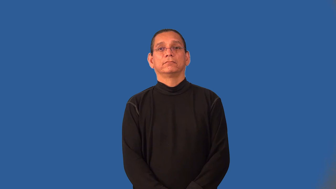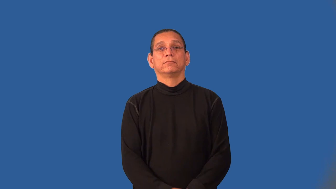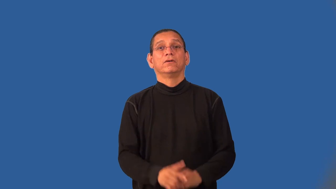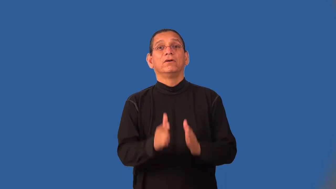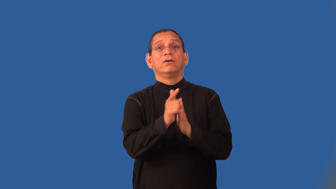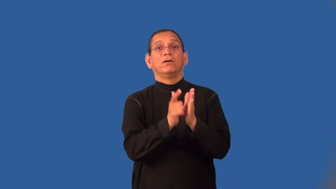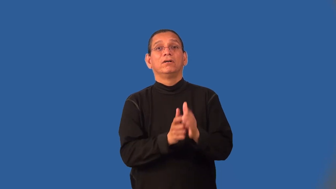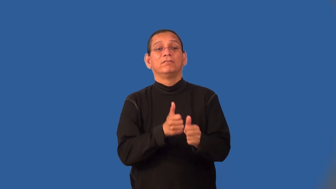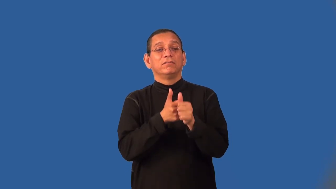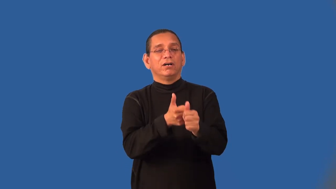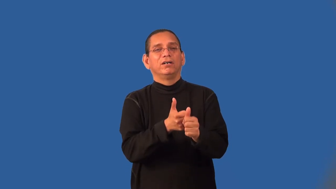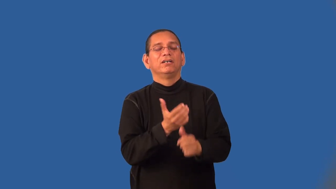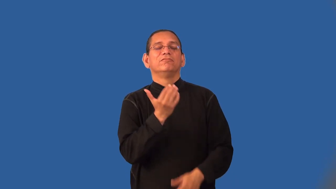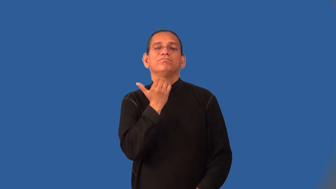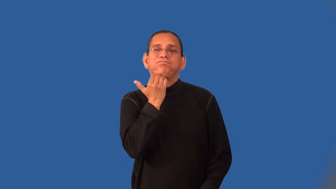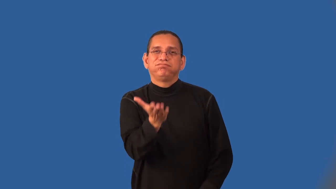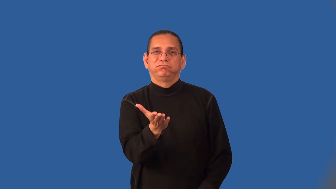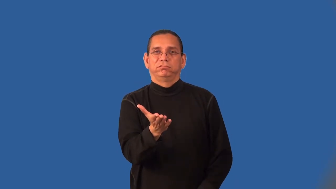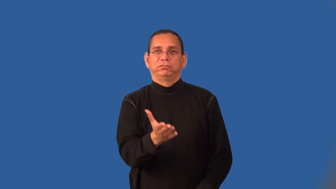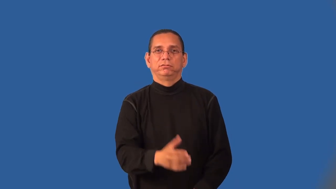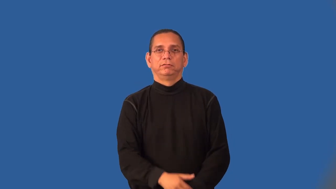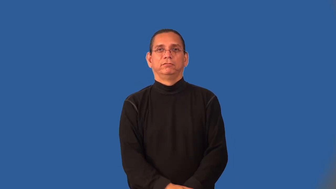lawless